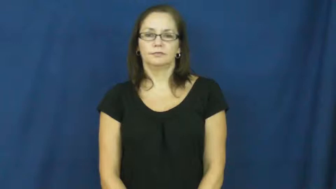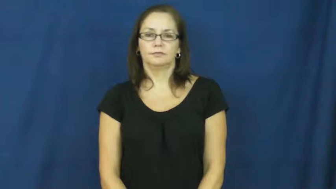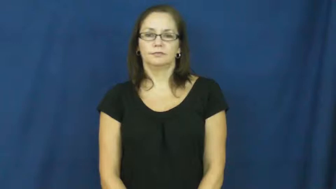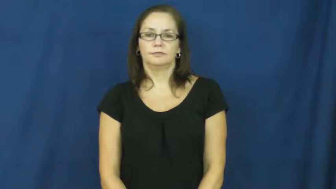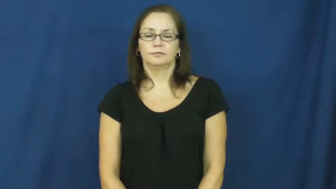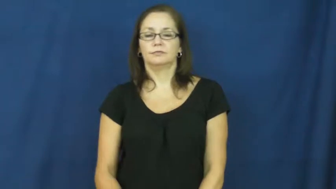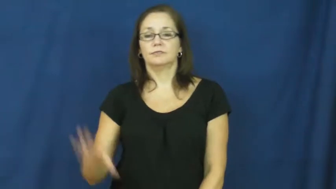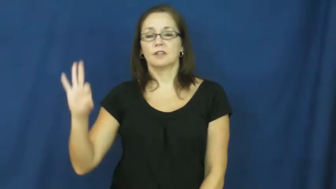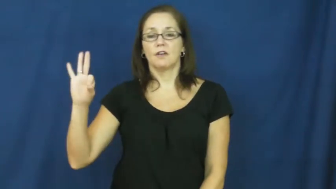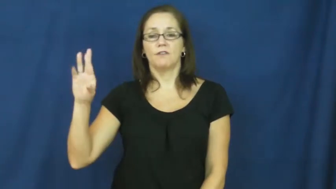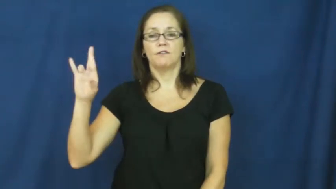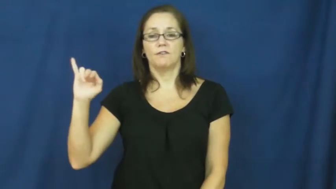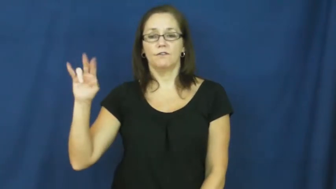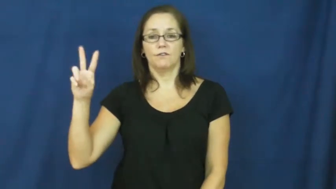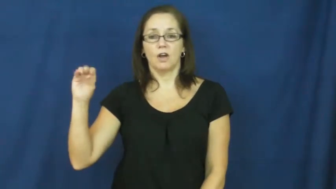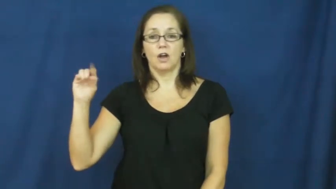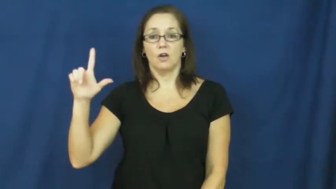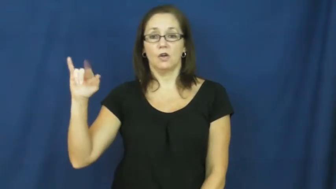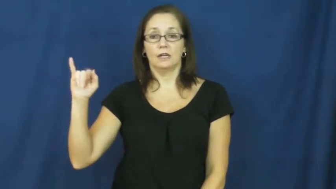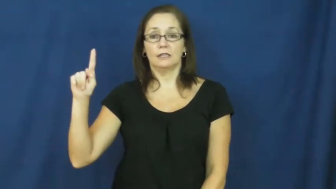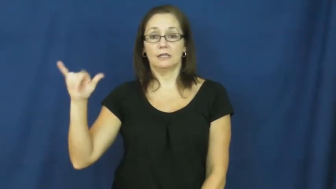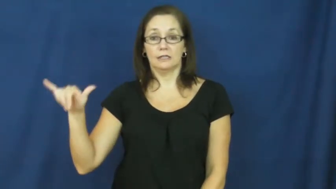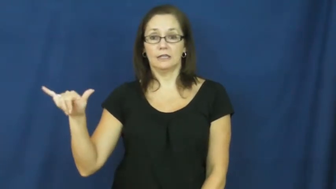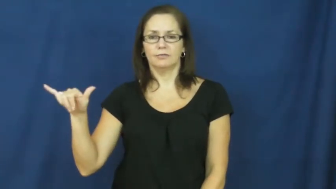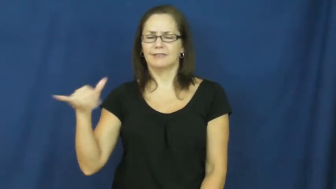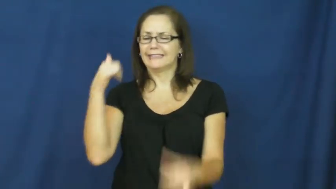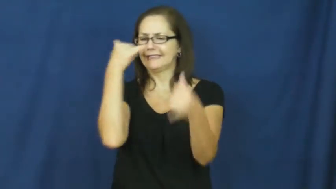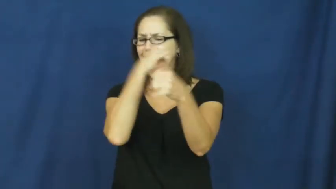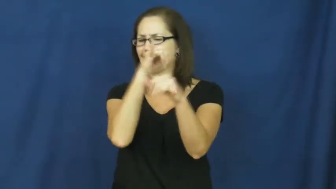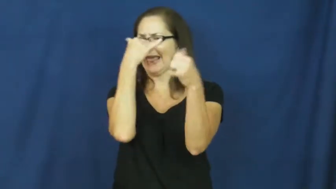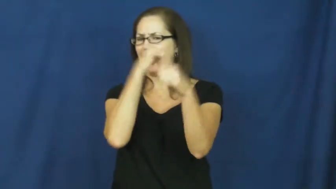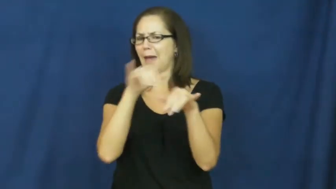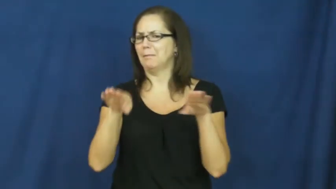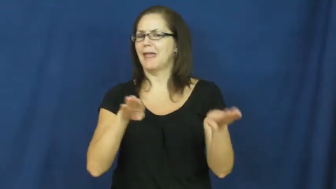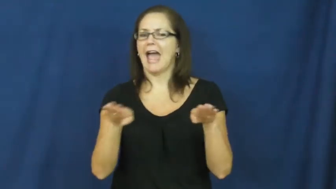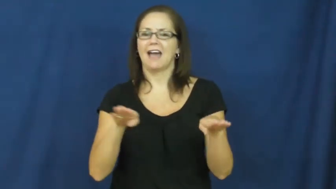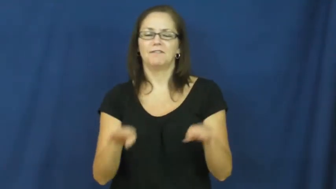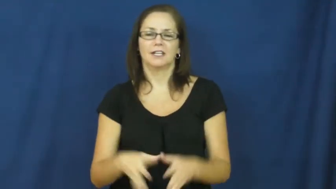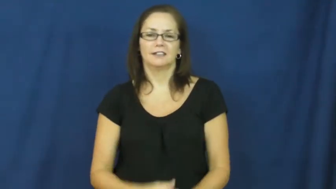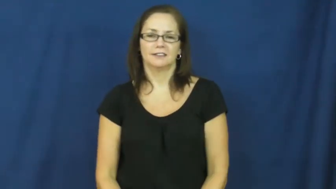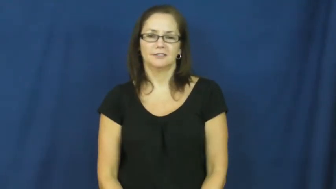frivolity